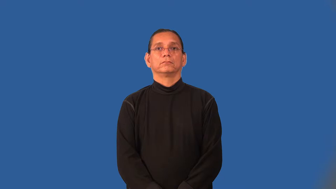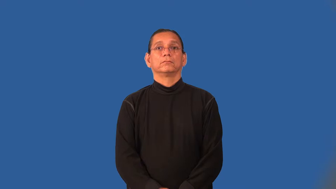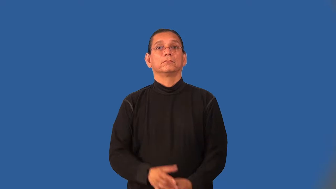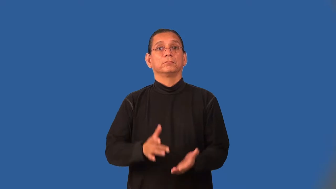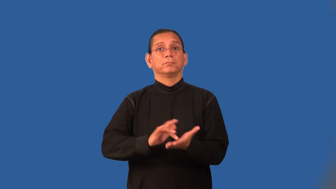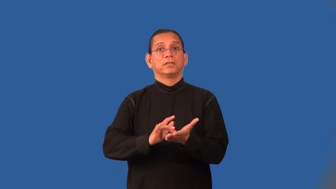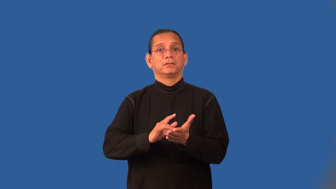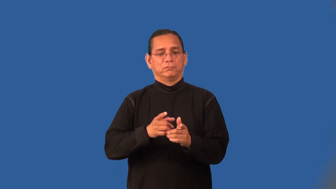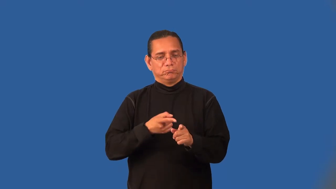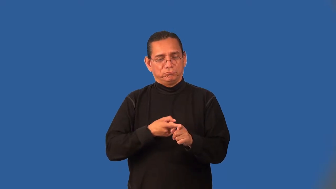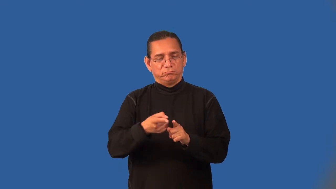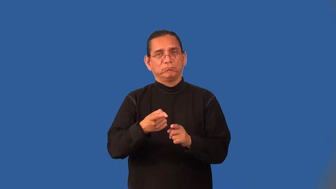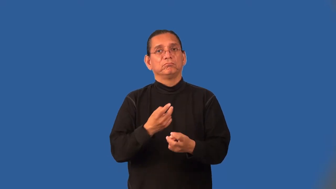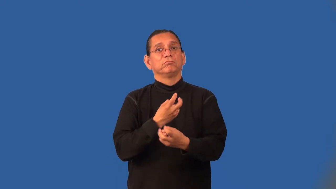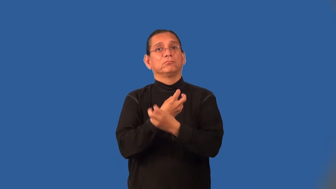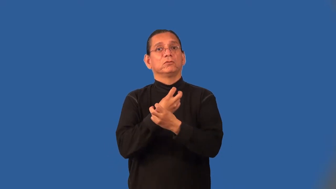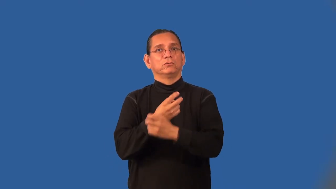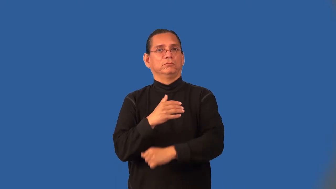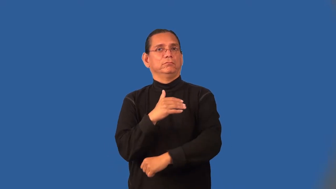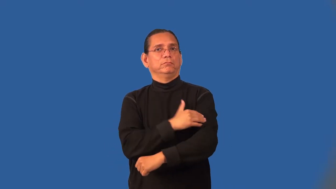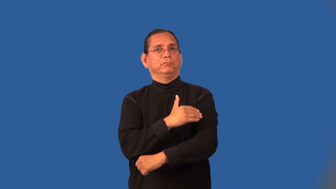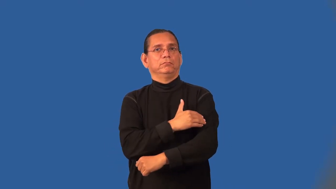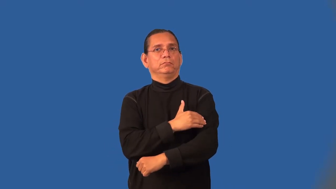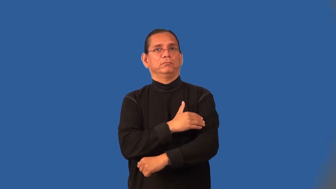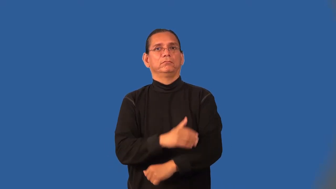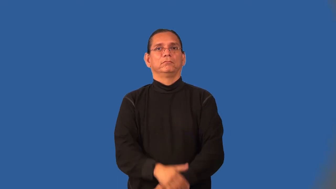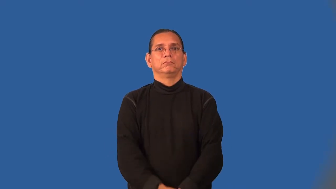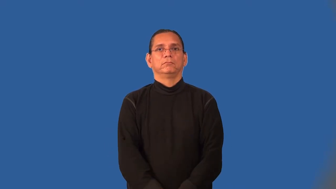orthopedics